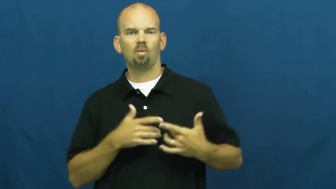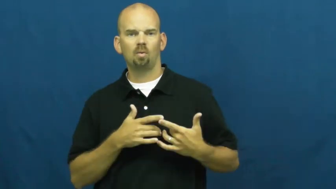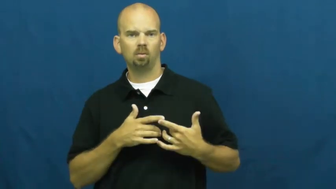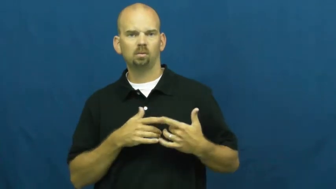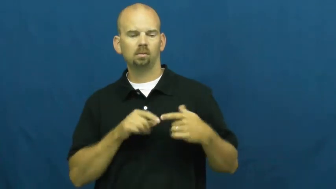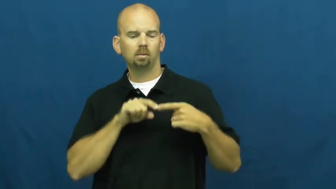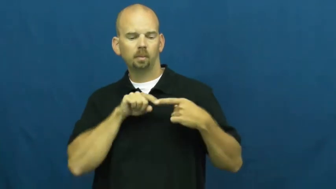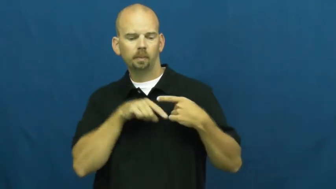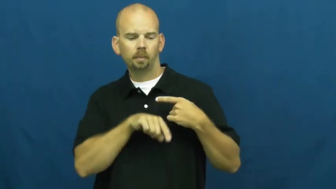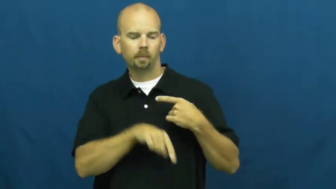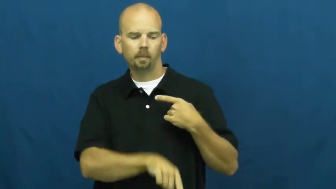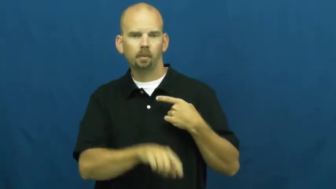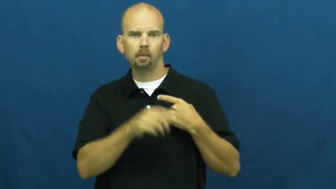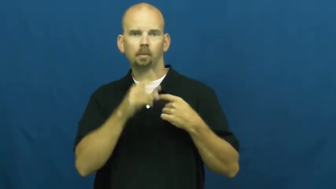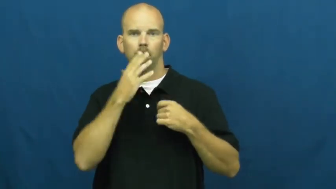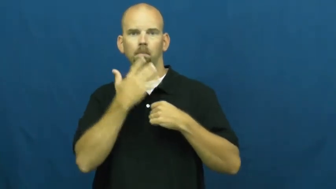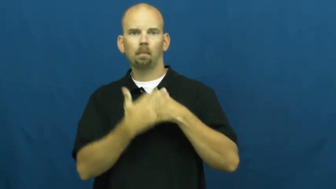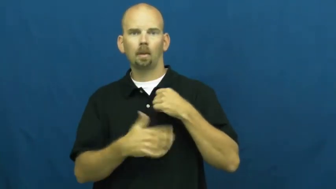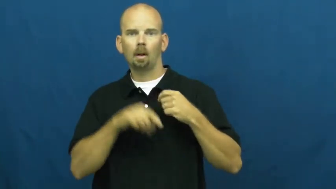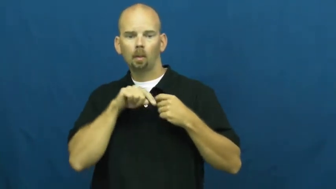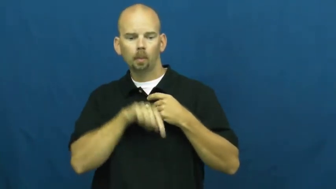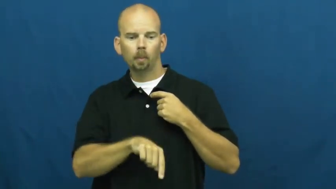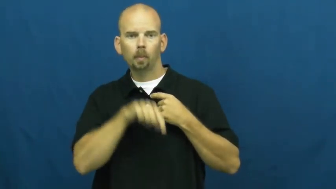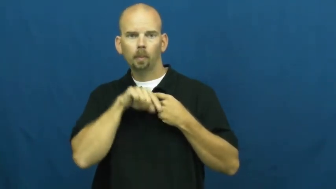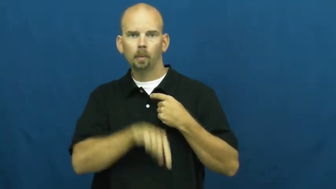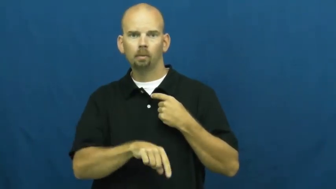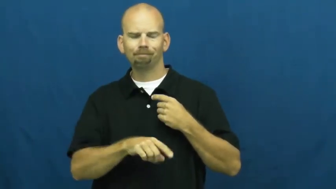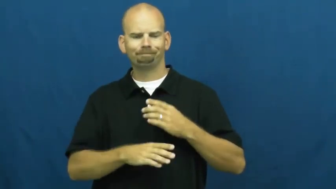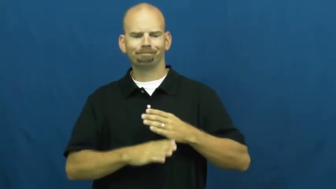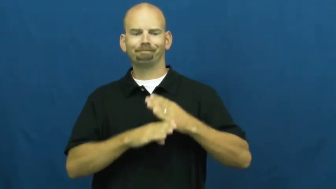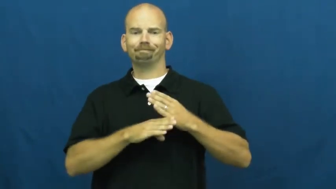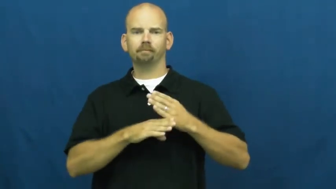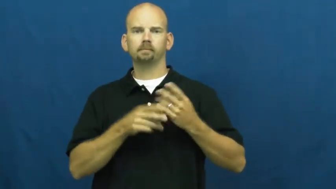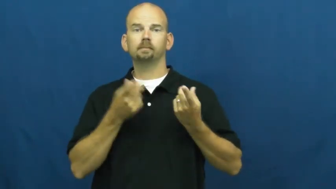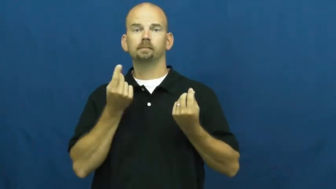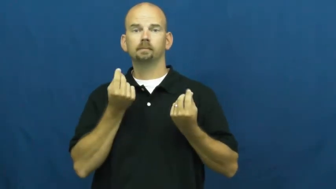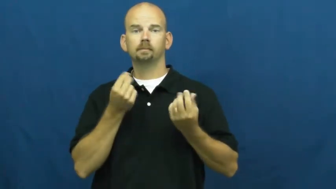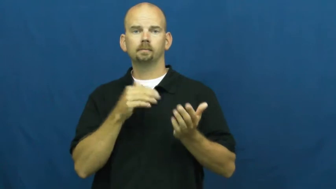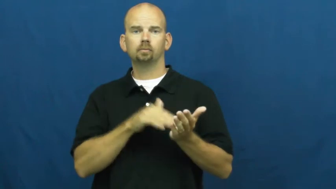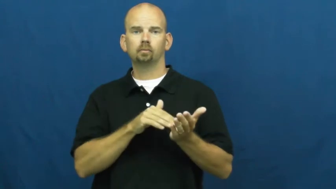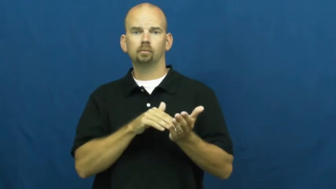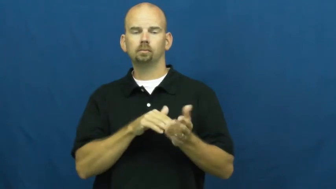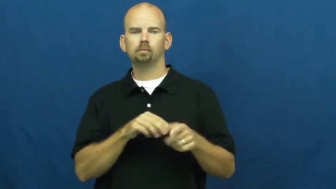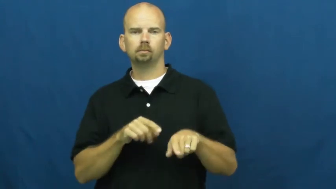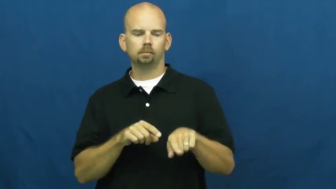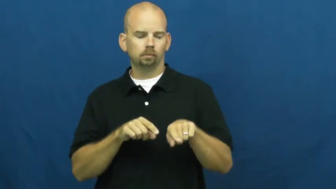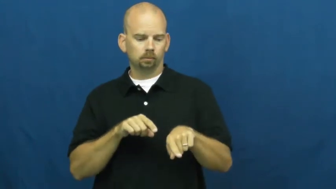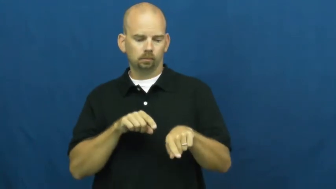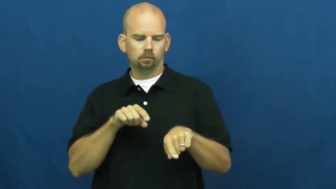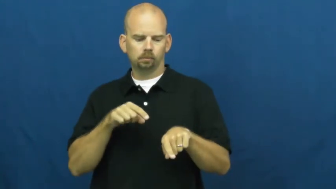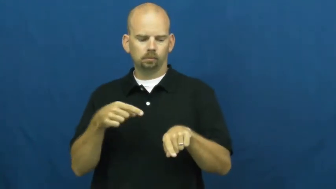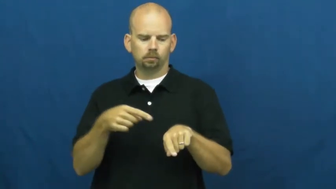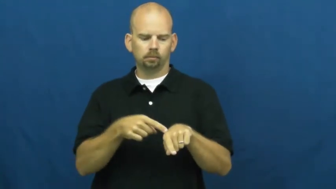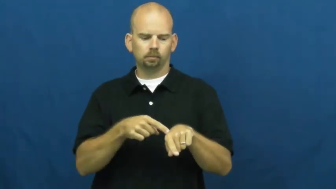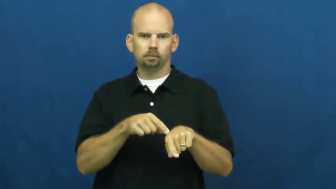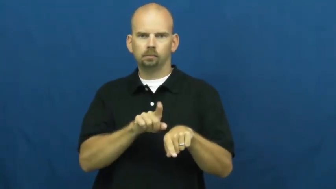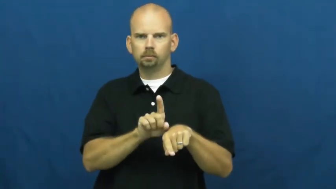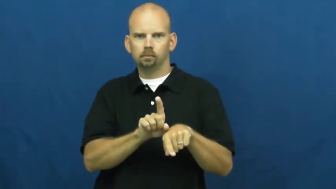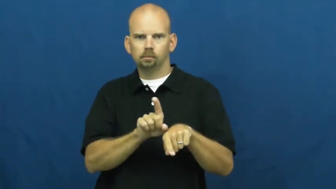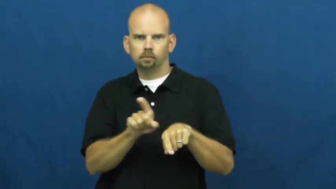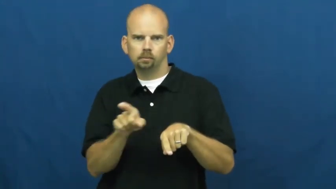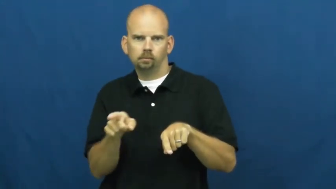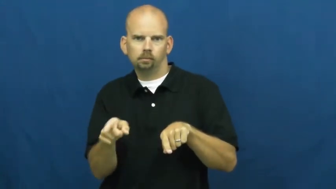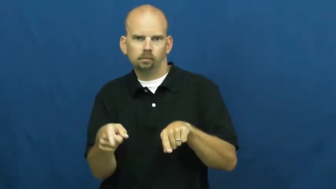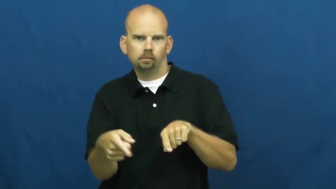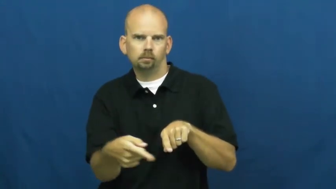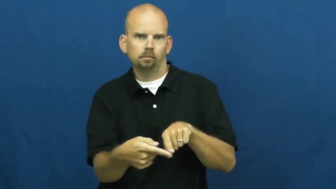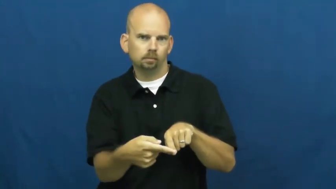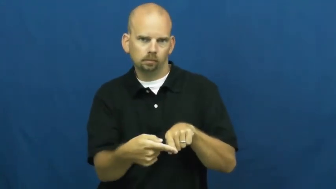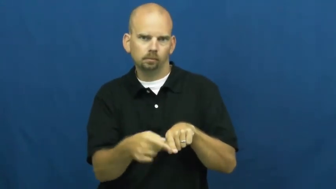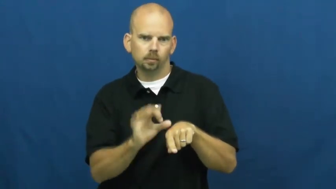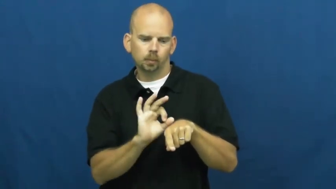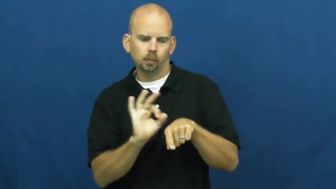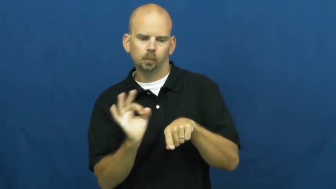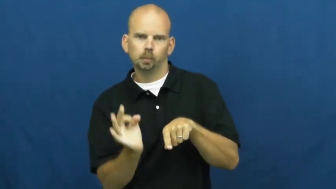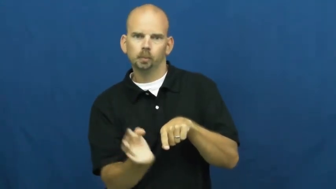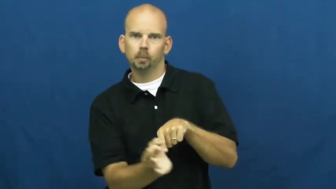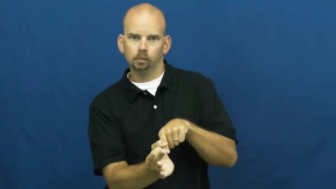shunt